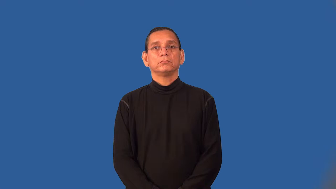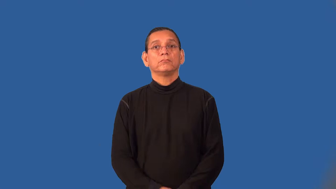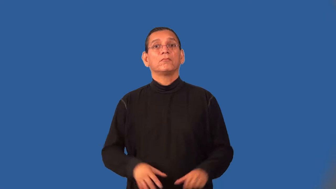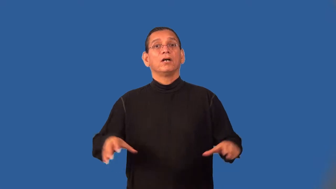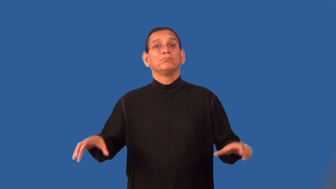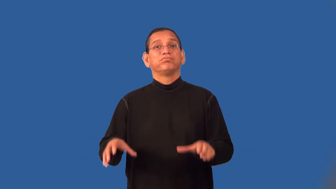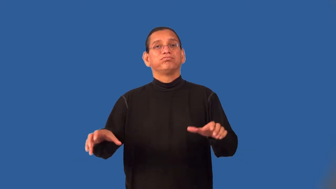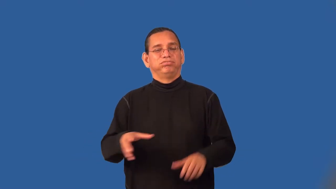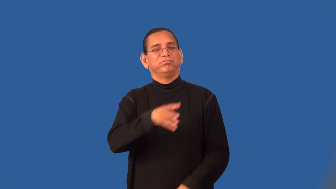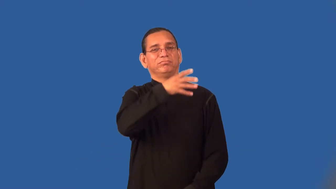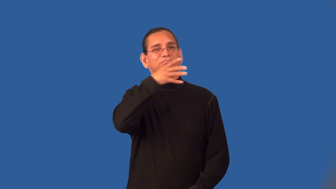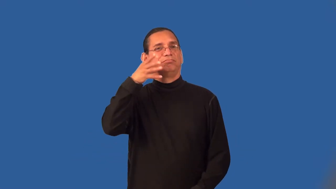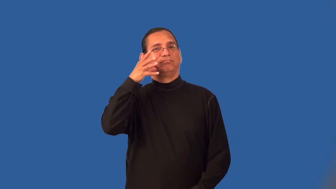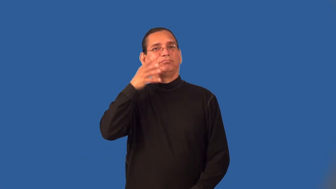sloppy,unkempt,messy,bedraggled,slattern,unkempt